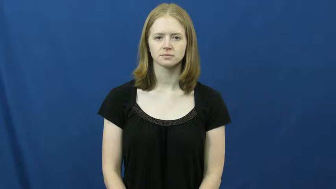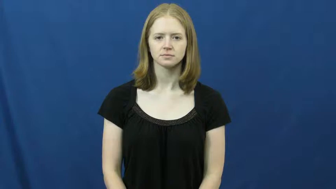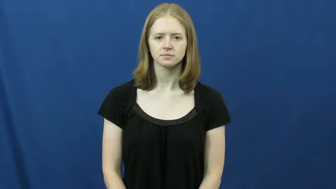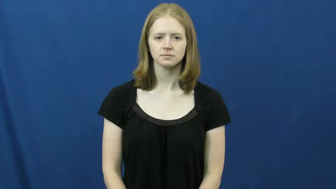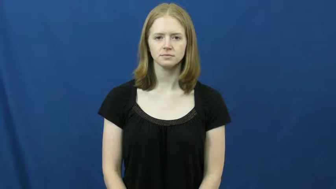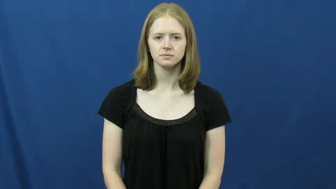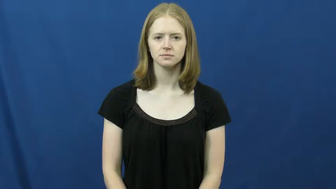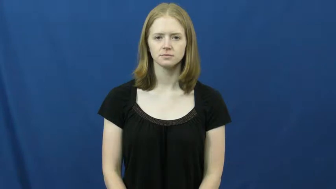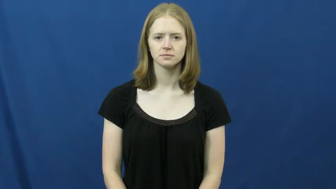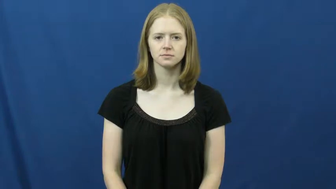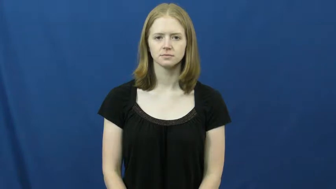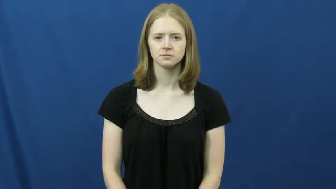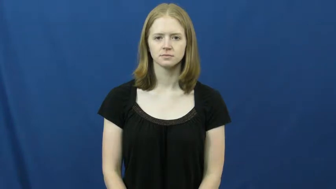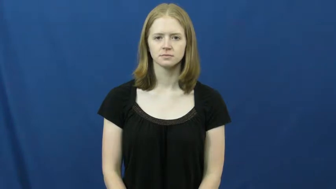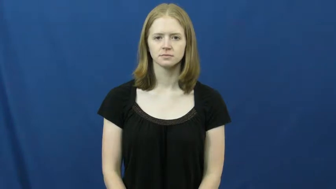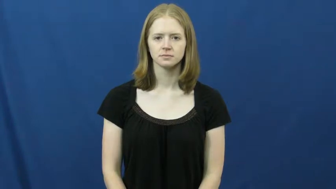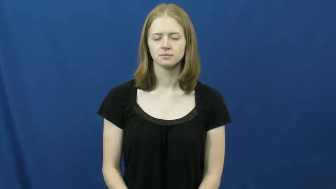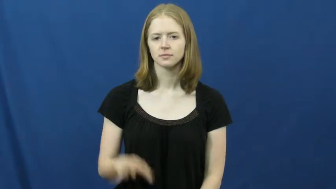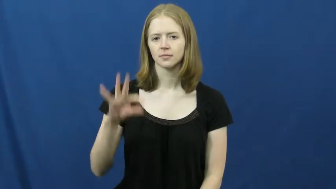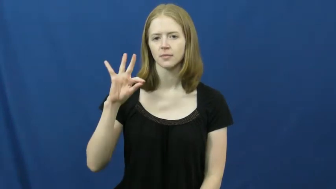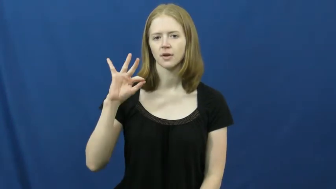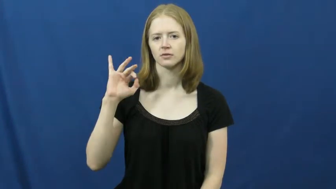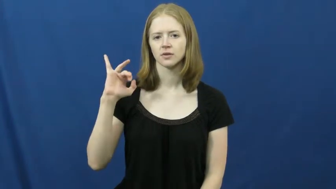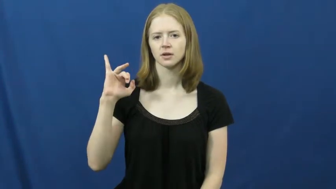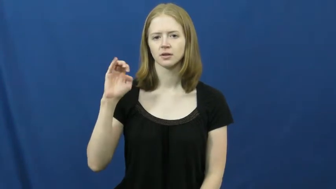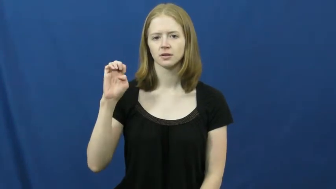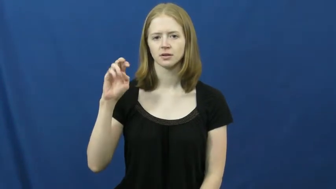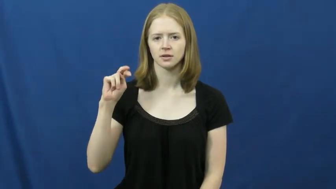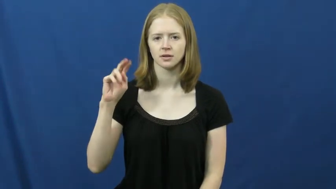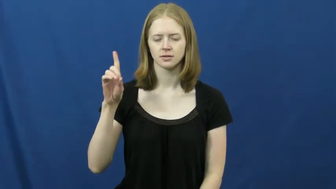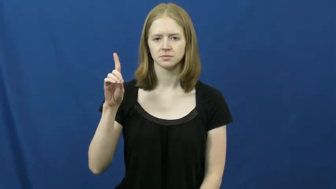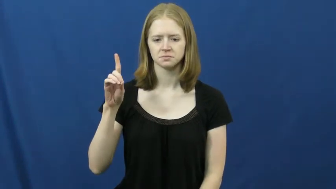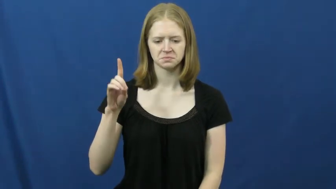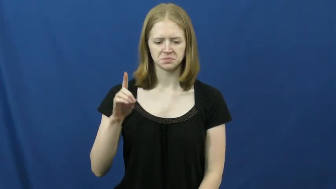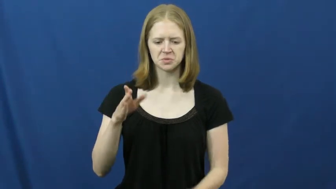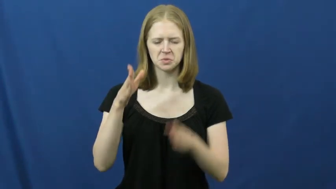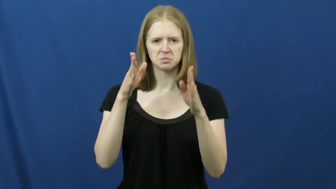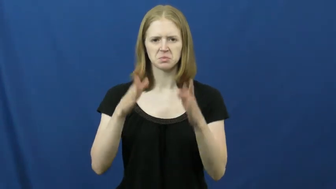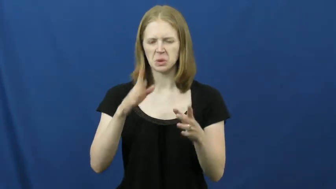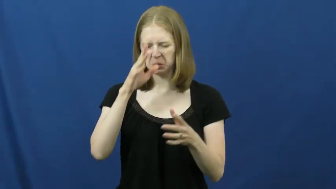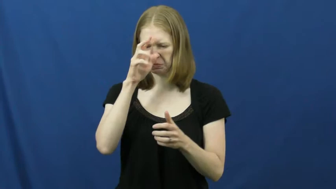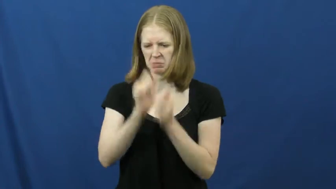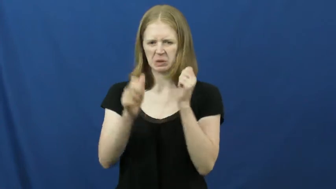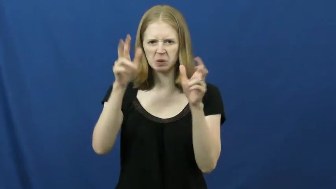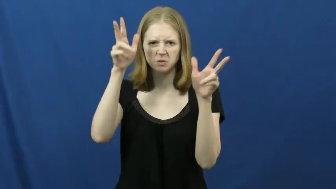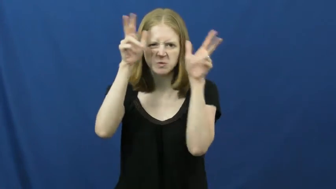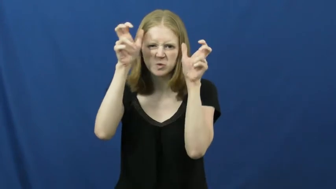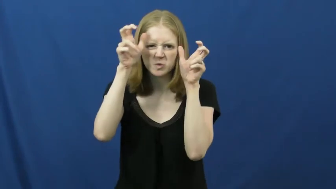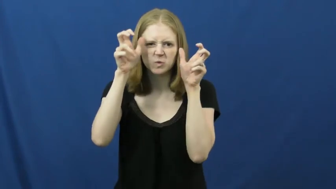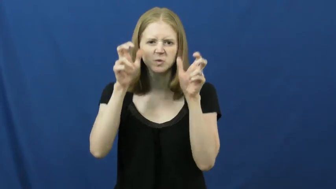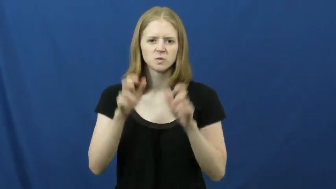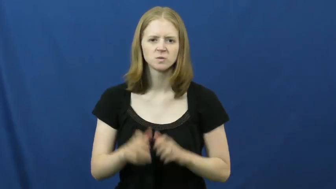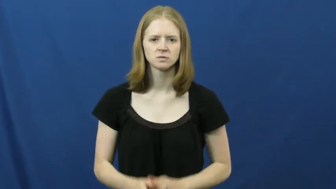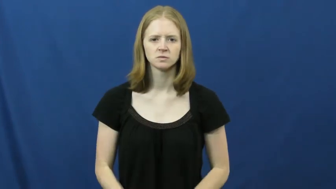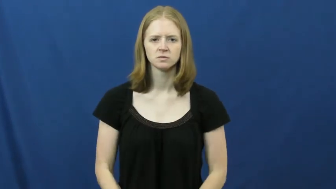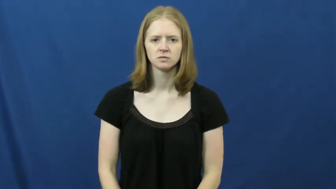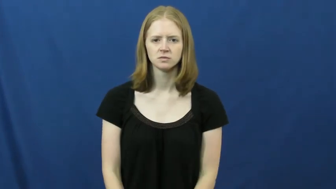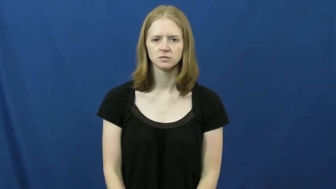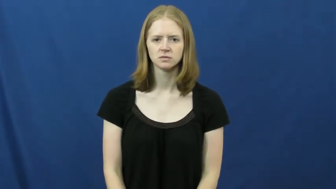fiend